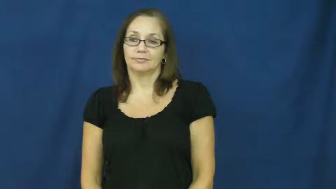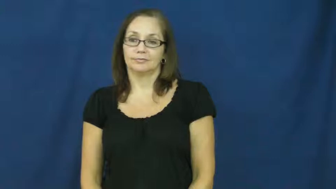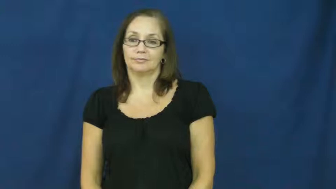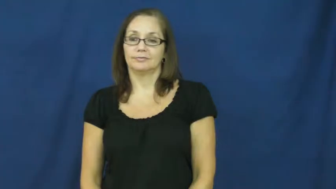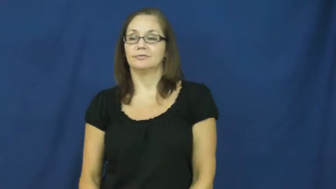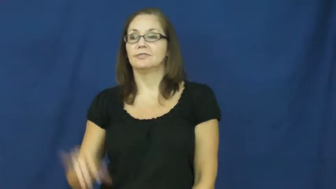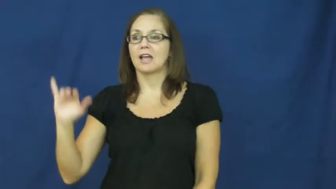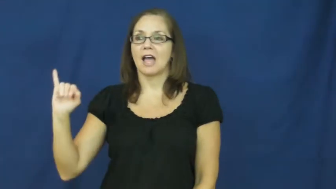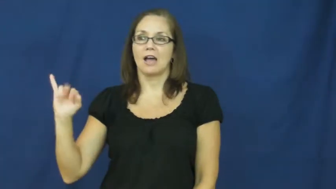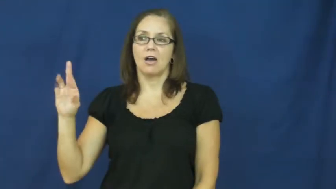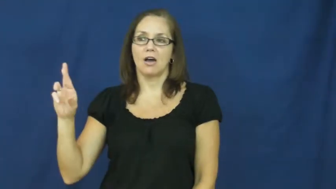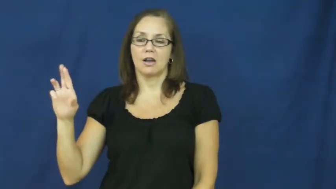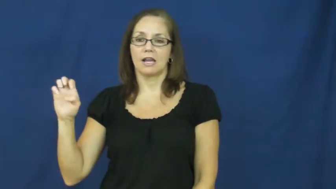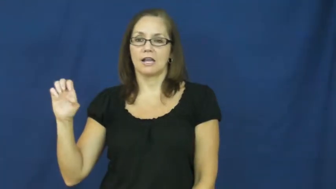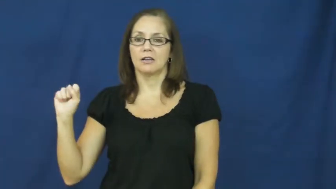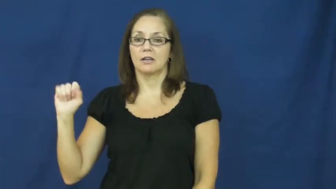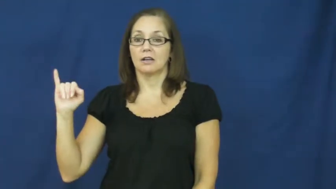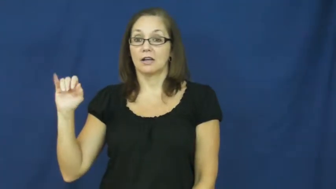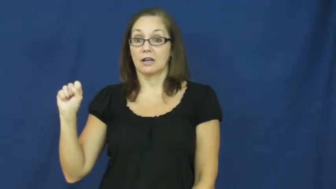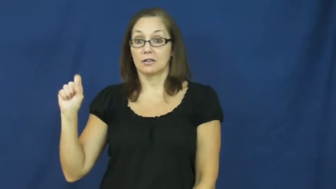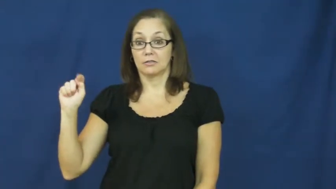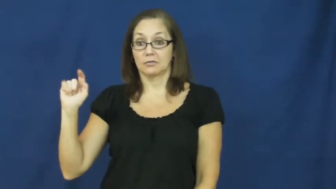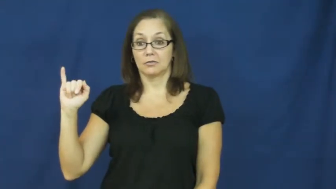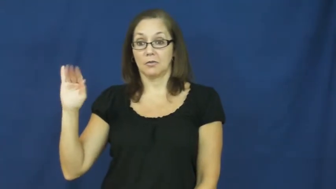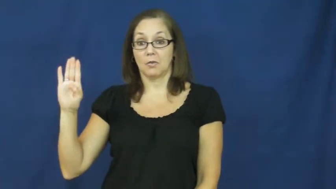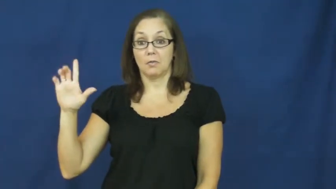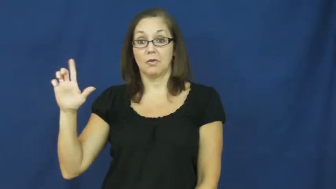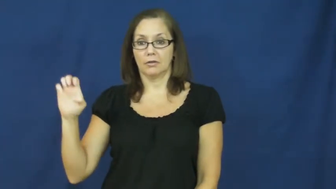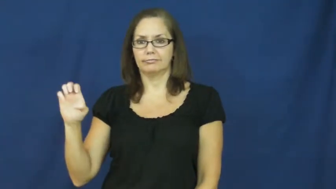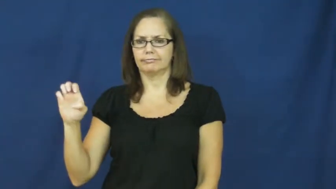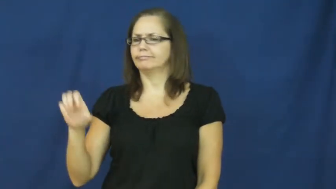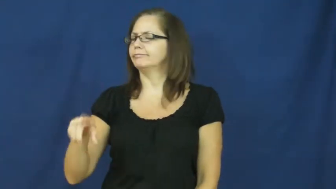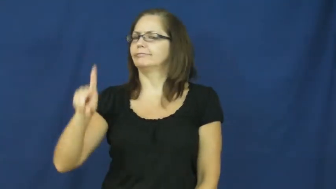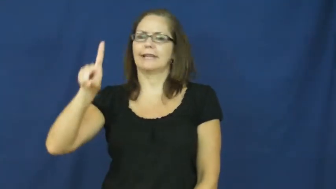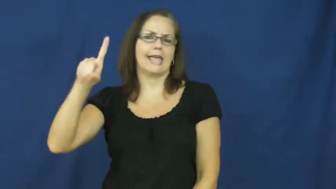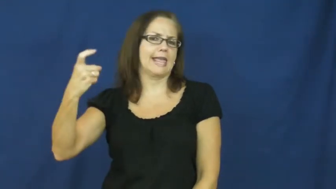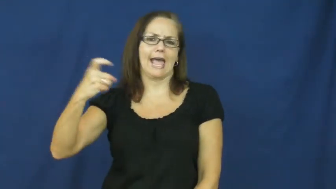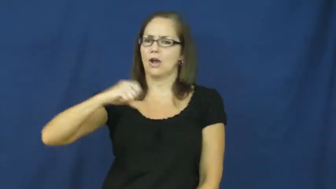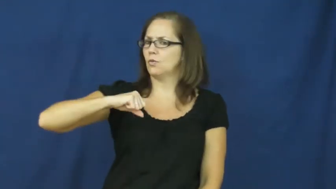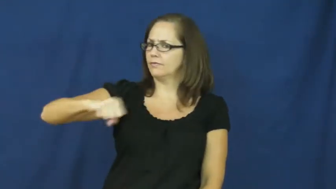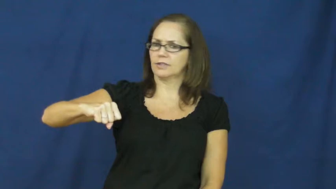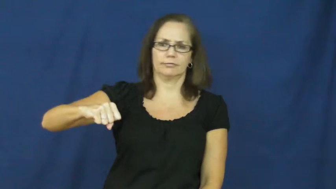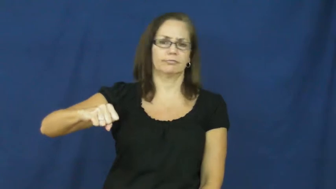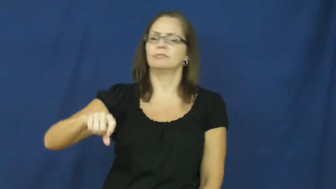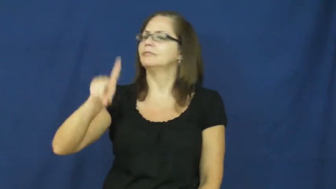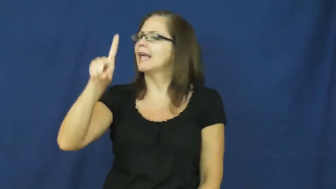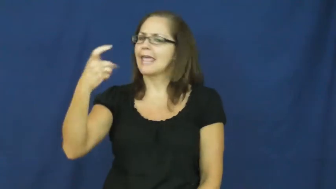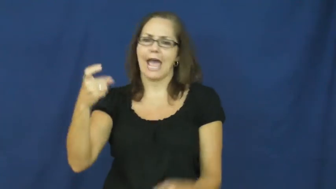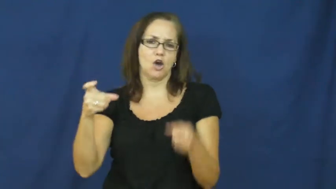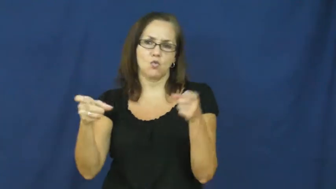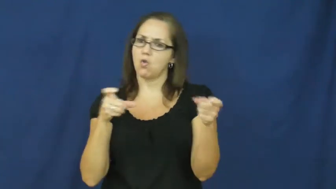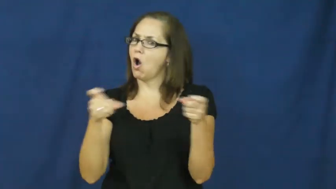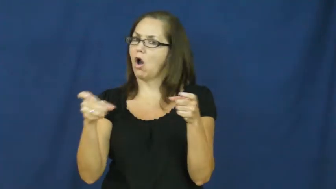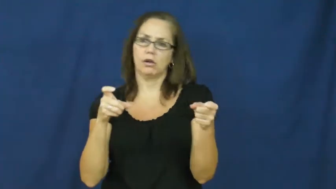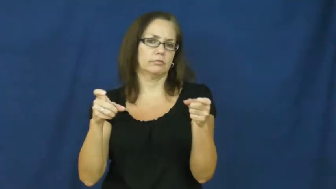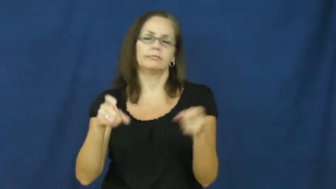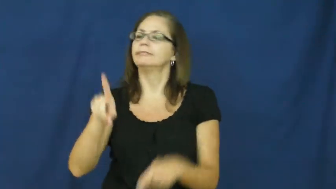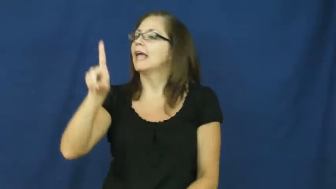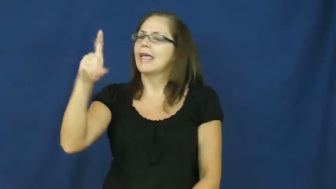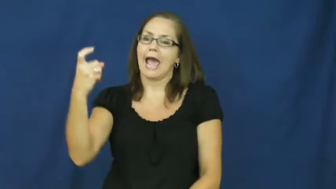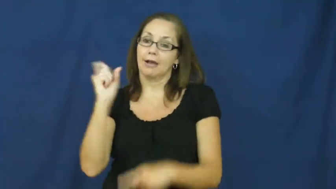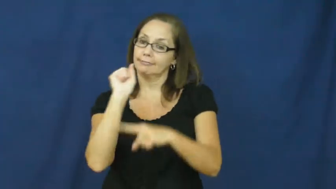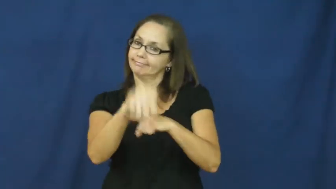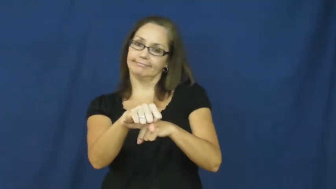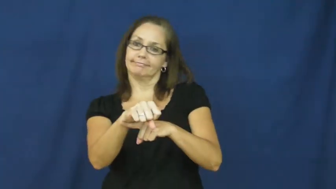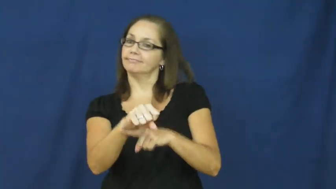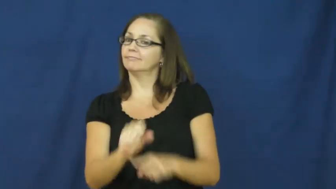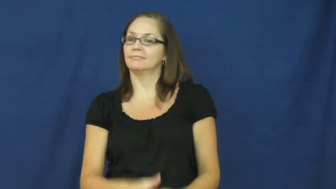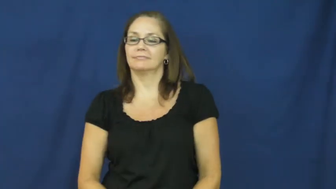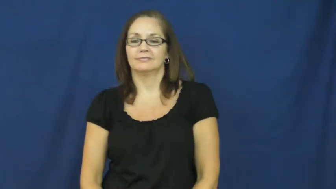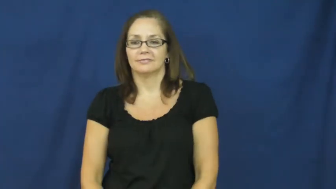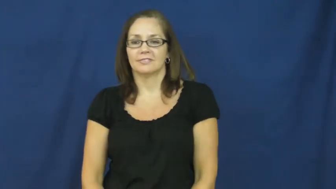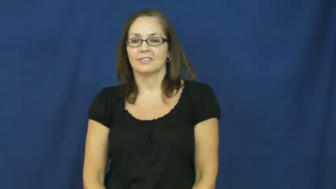irresistible